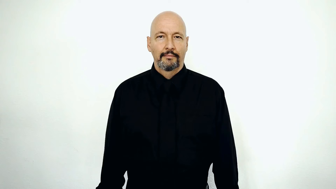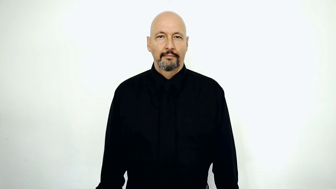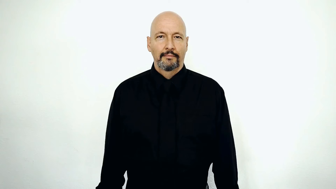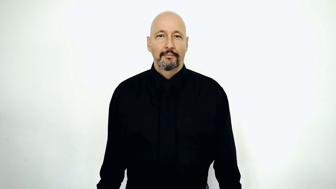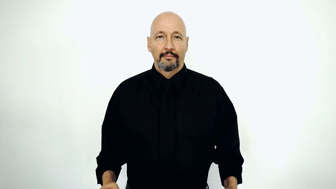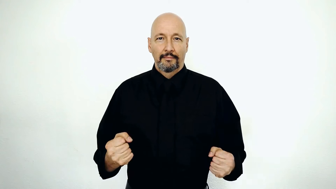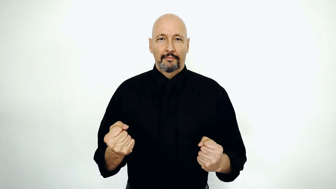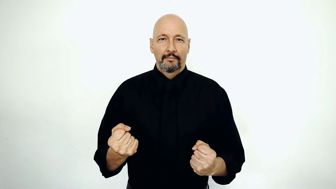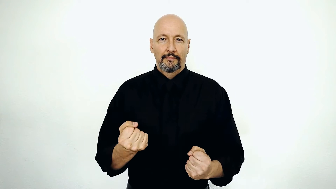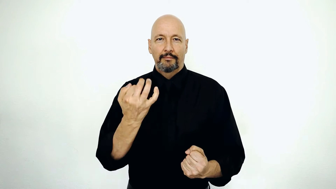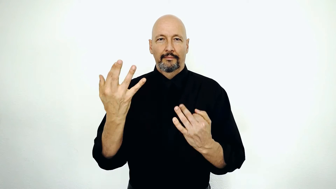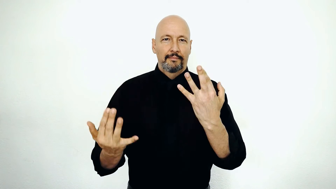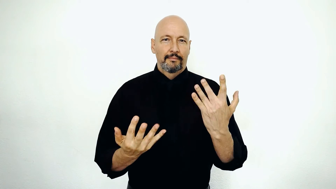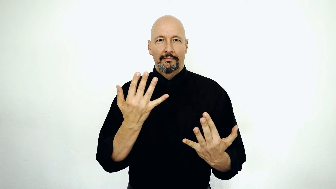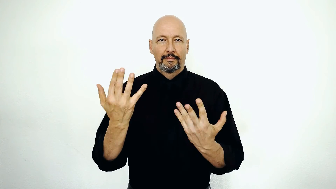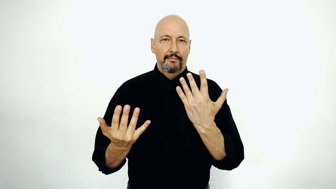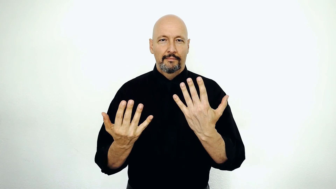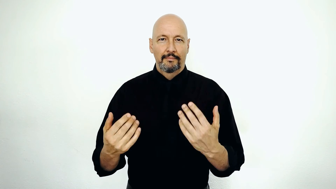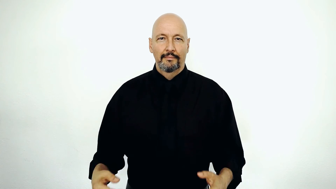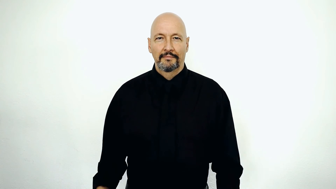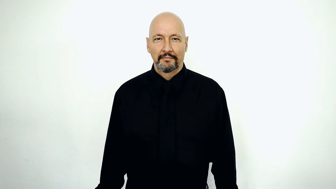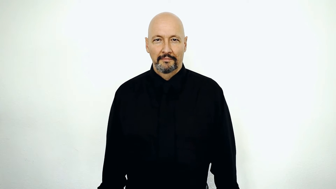FIRE-[flames]-[burned-up]